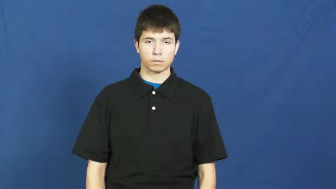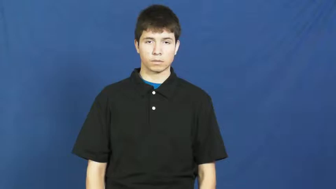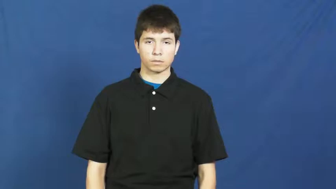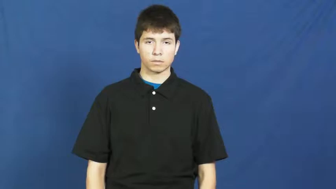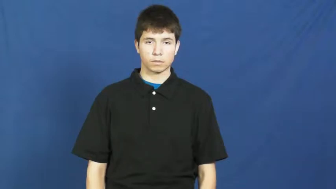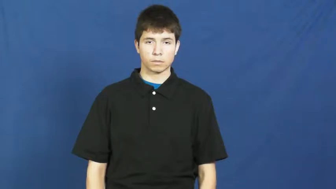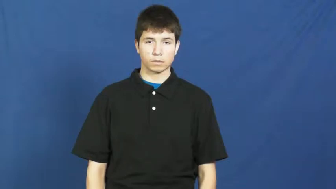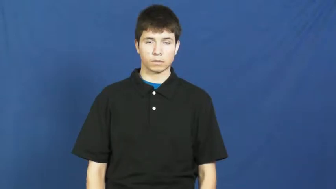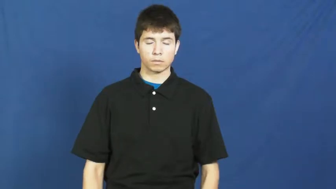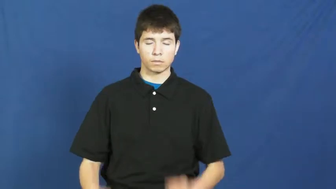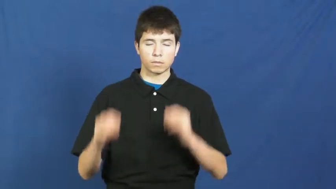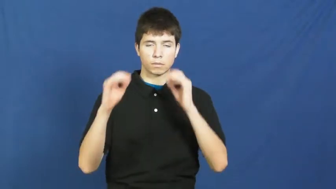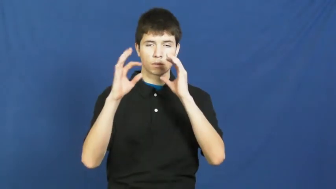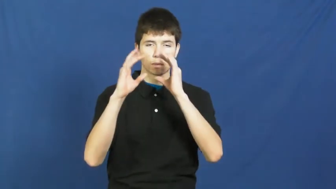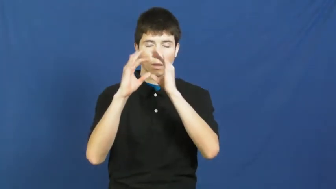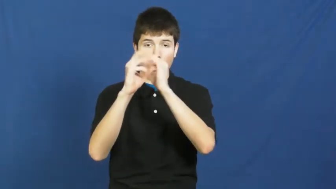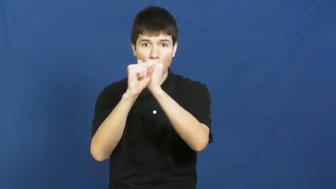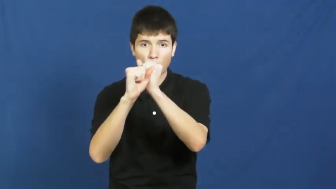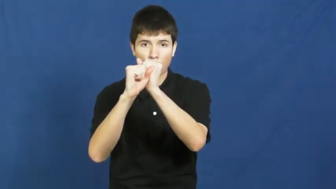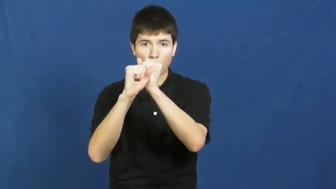wondrous